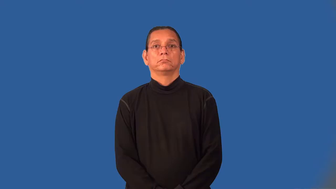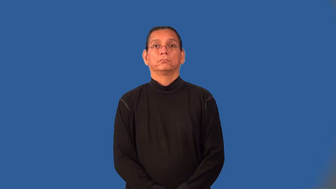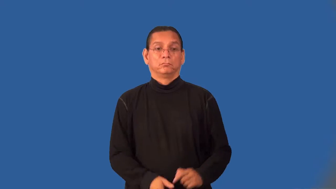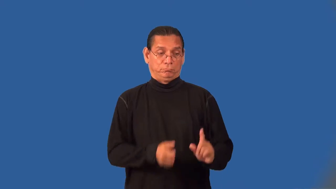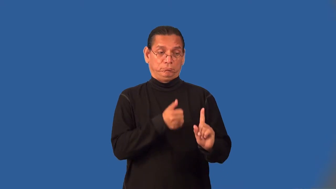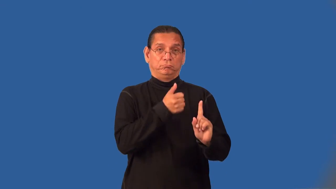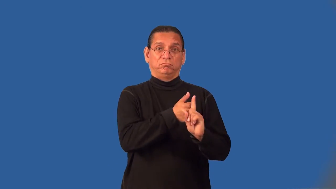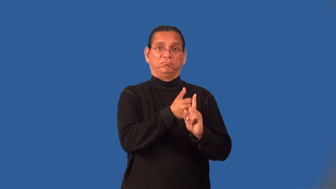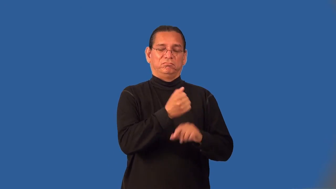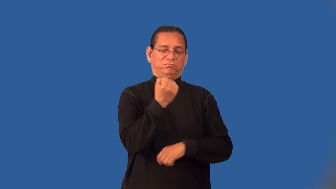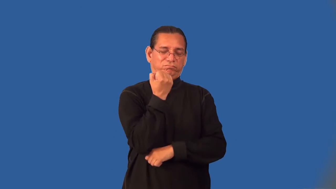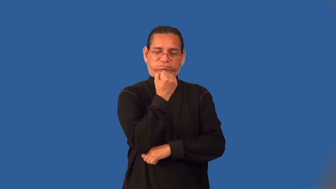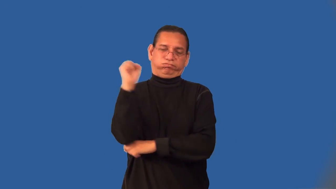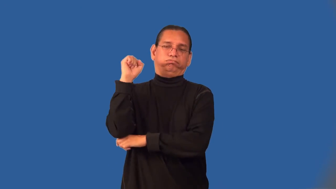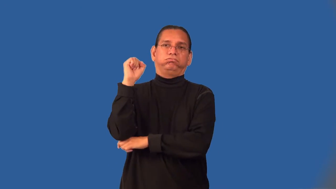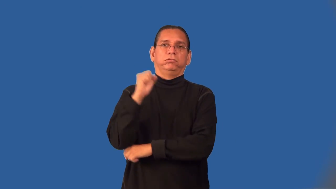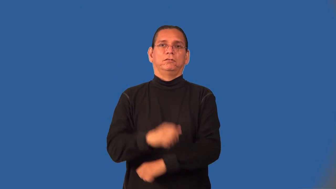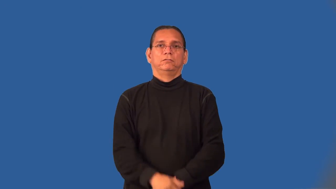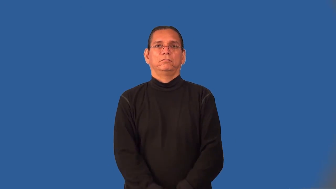insurgent,insurrectionist